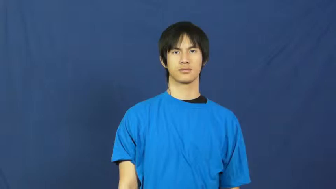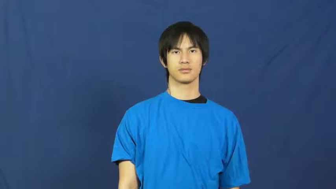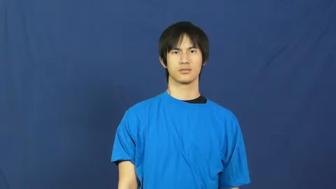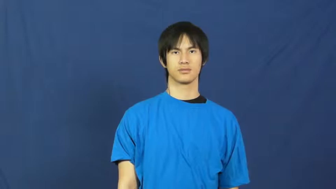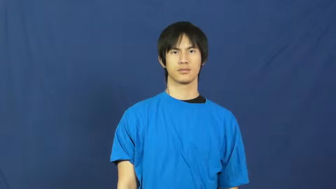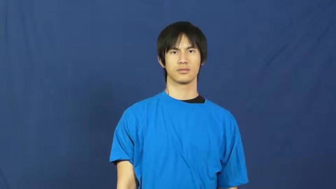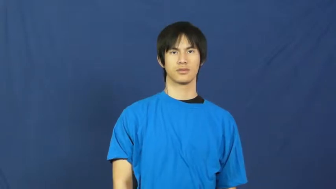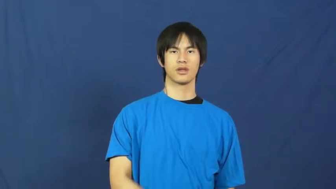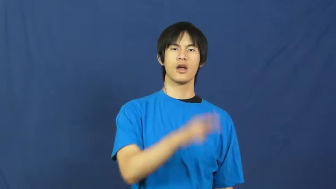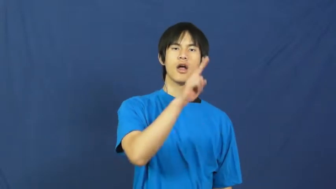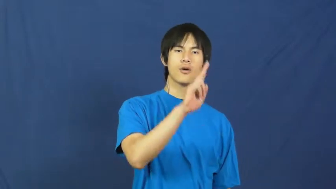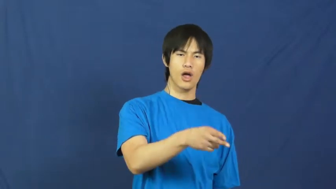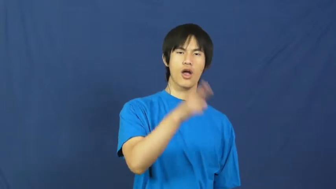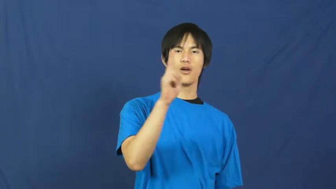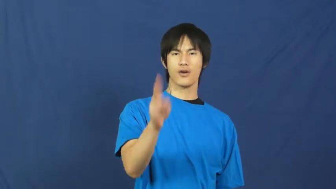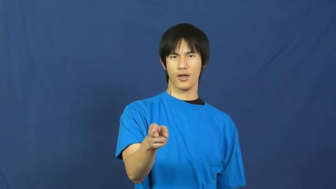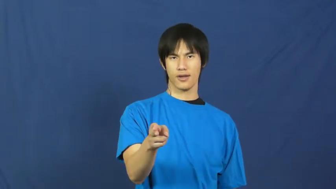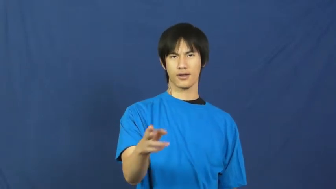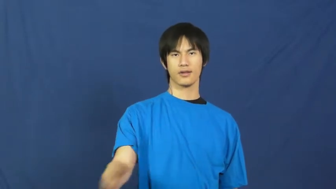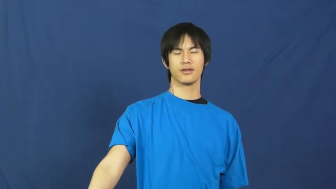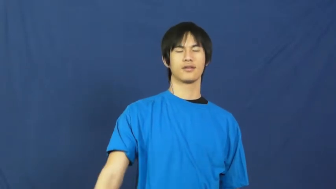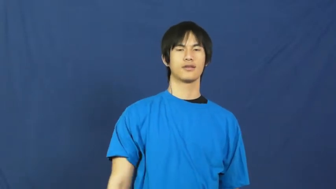hard-of-hearing